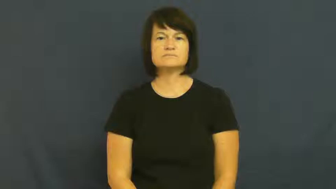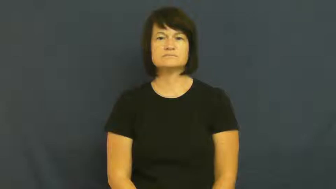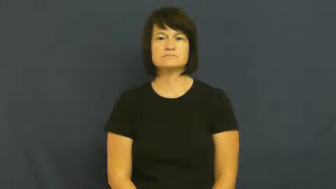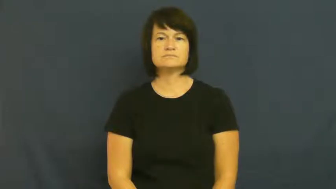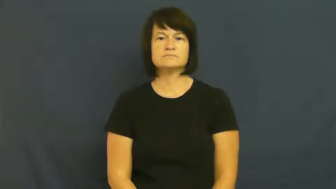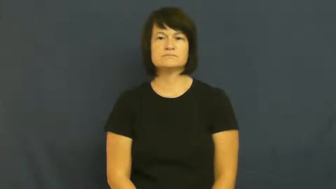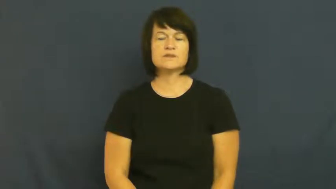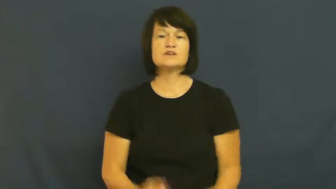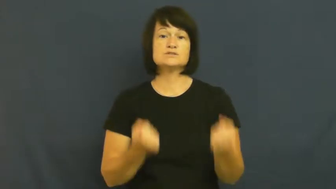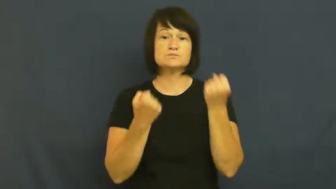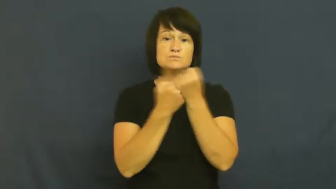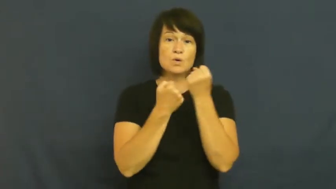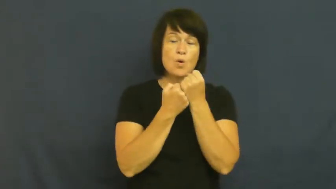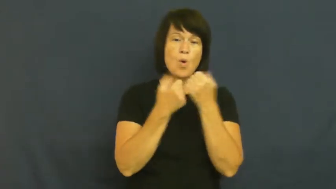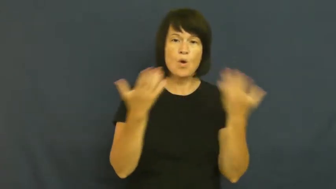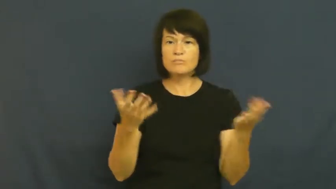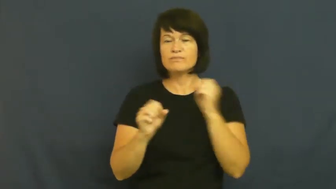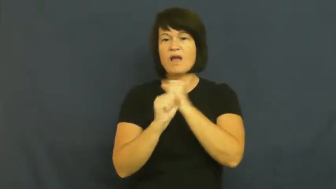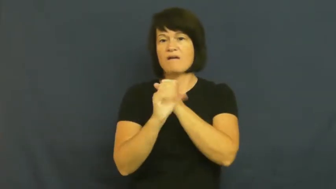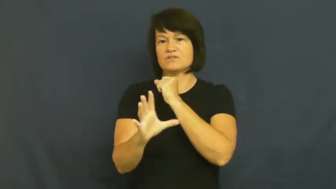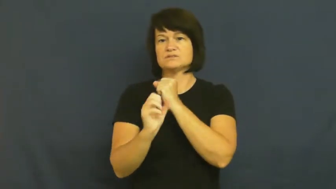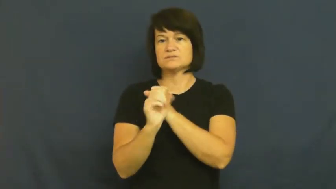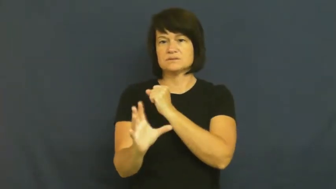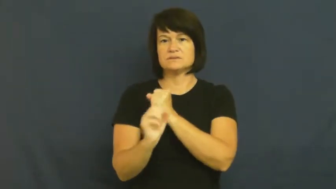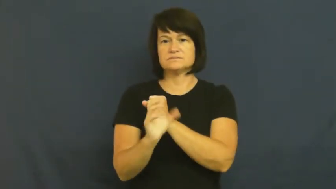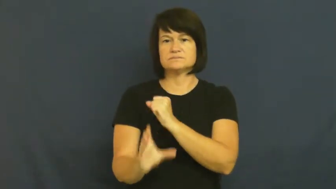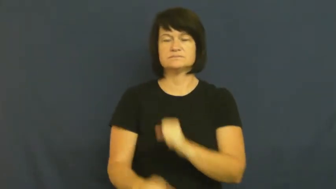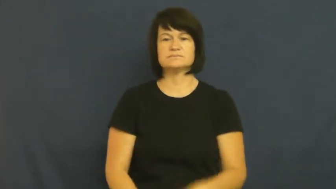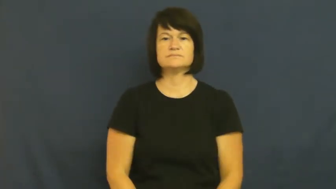promote,plug,pitch-advertise